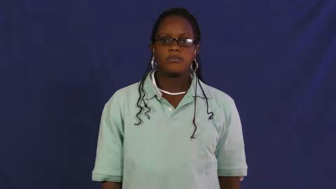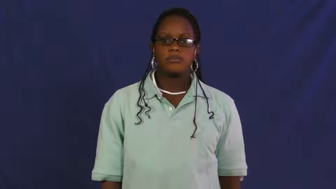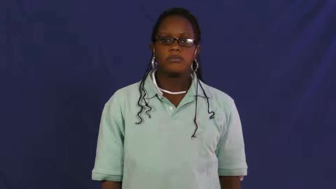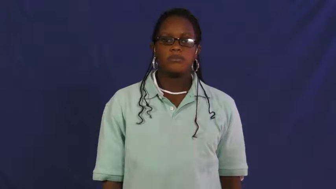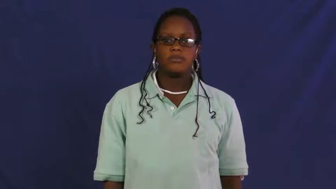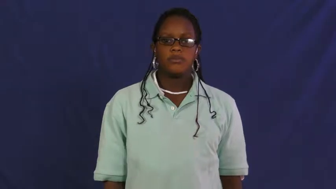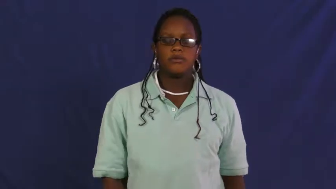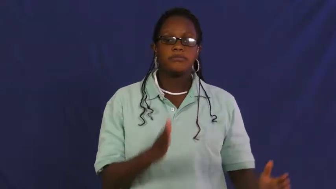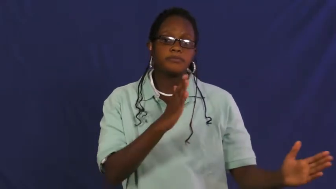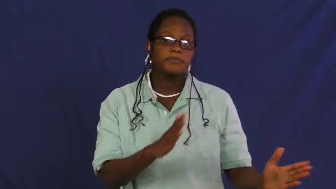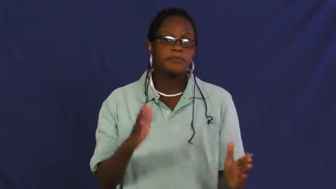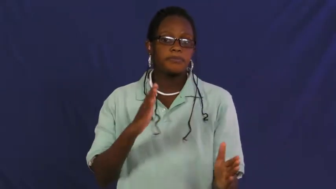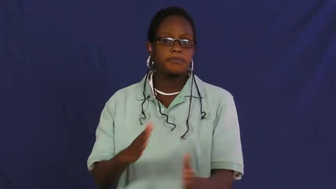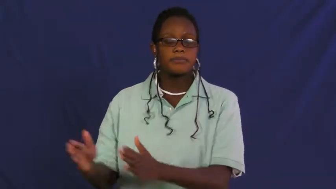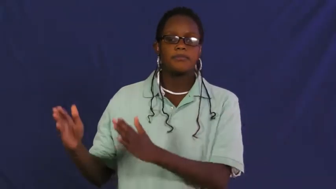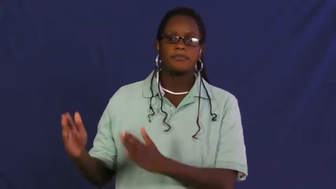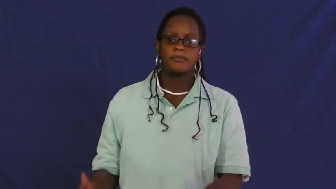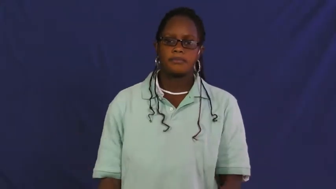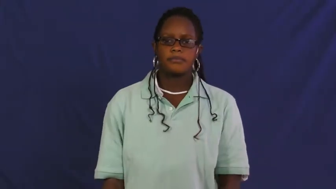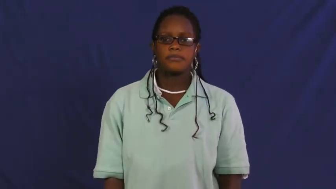map out